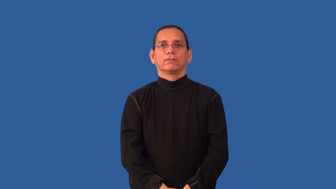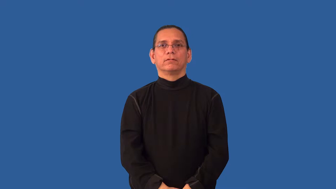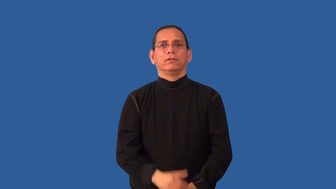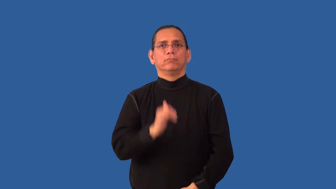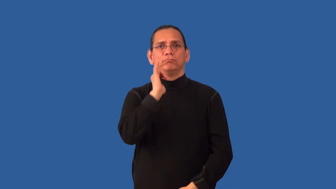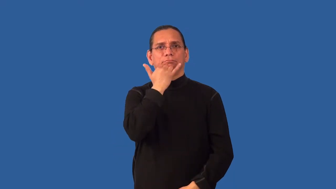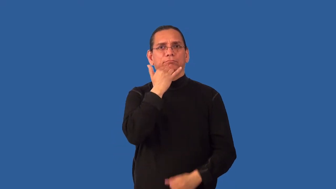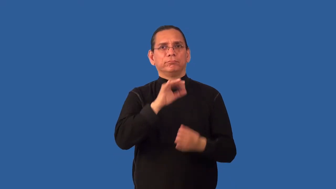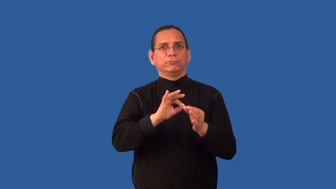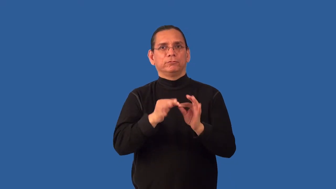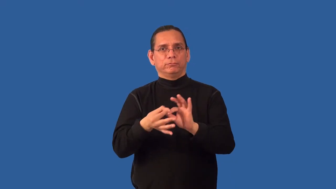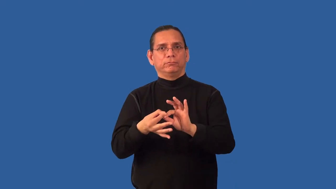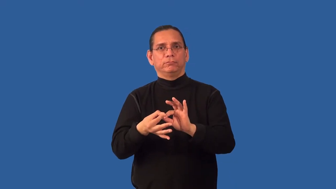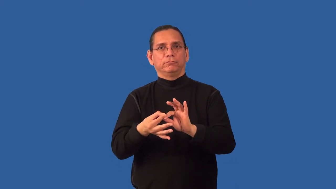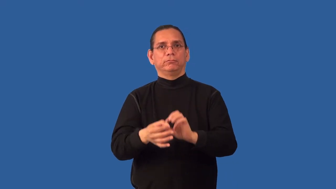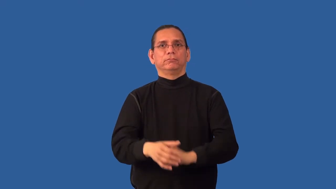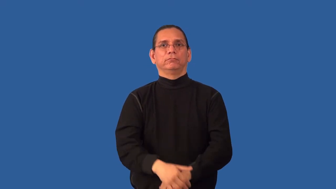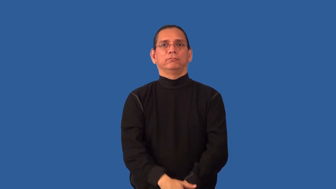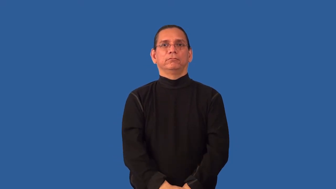misinterpret-wrong interpretation